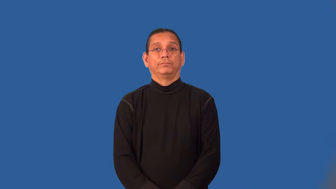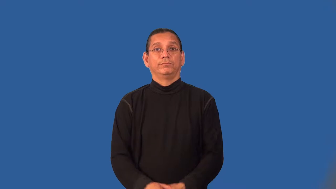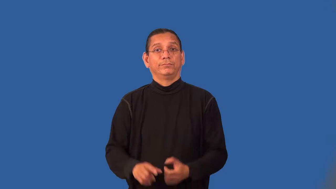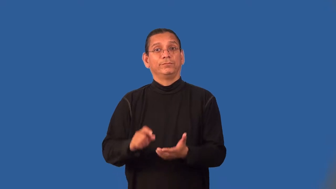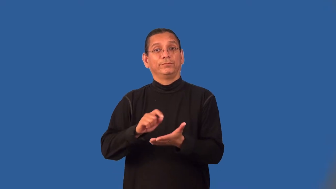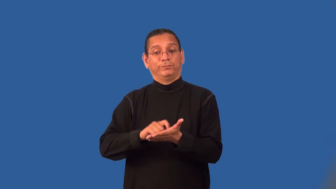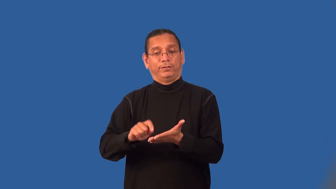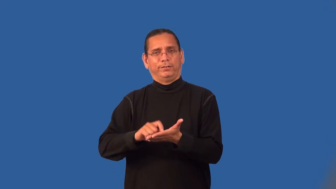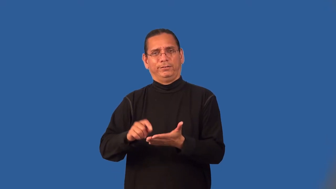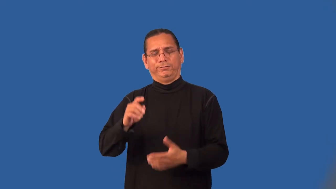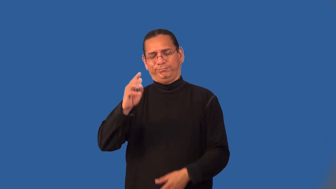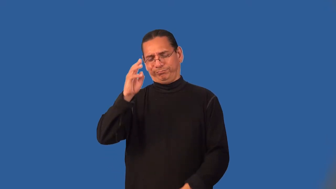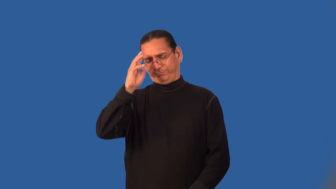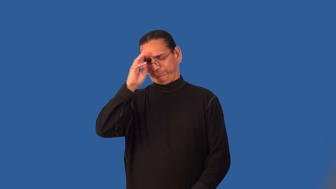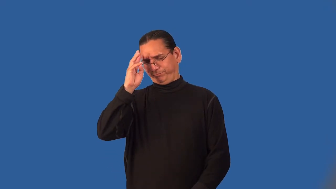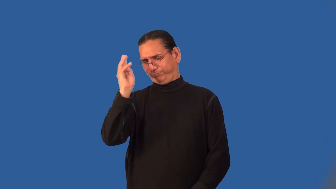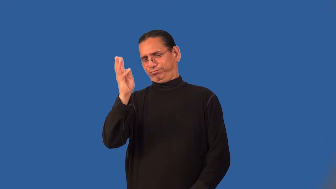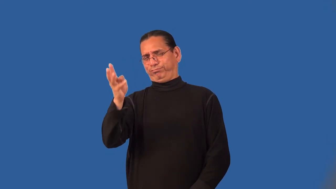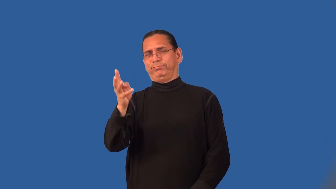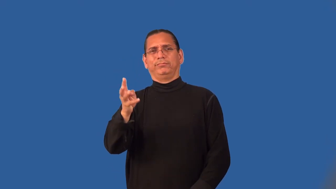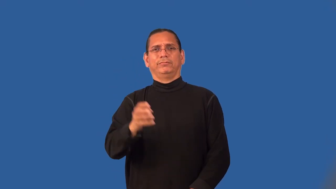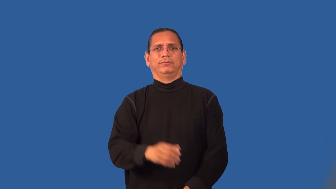libel